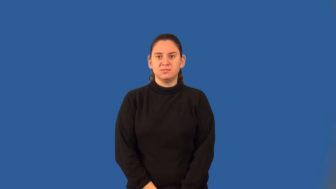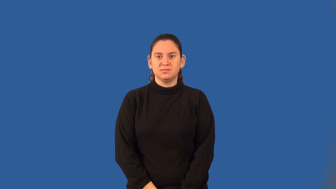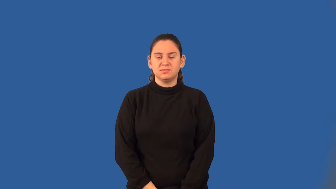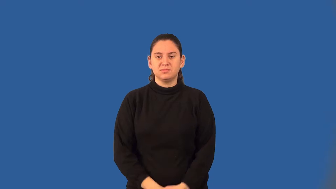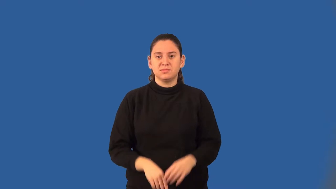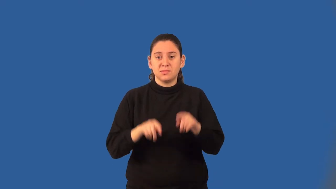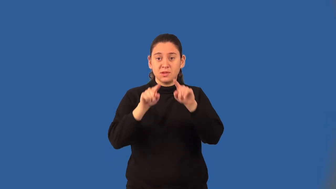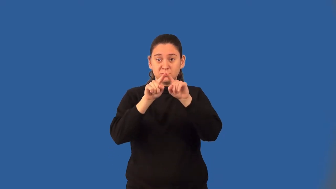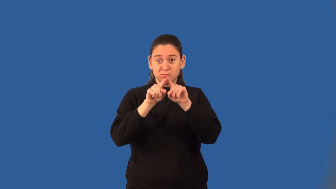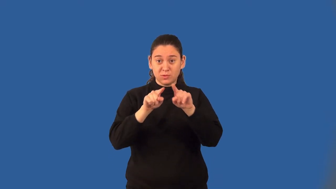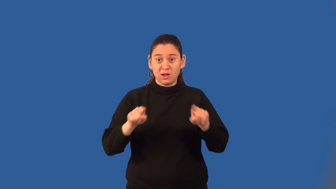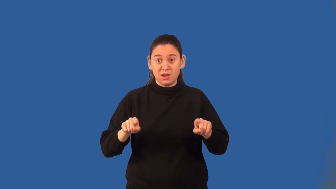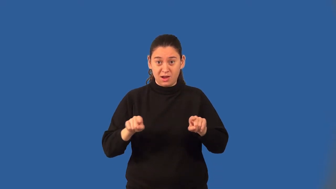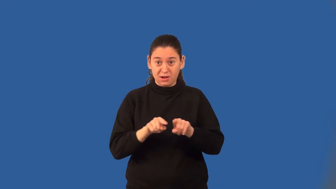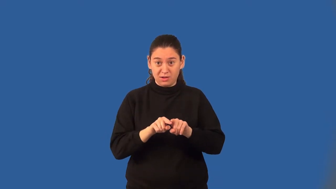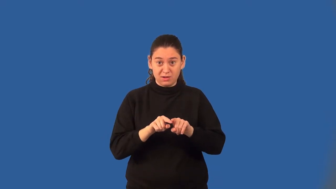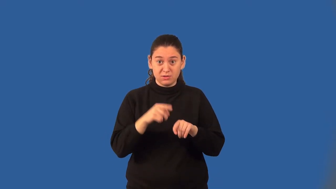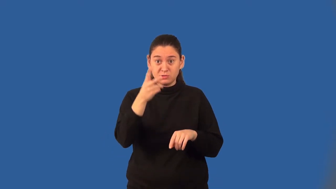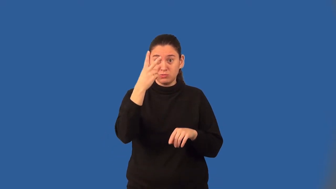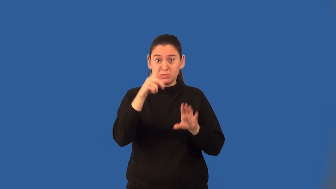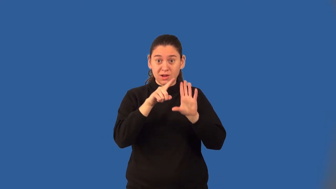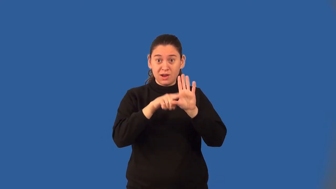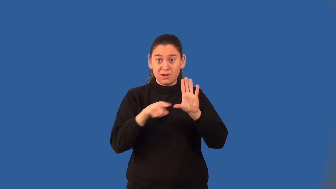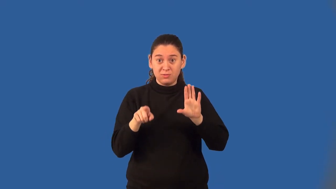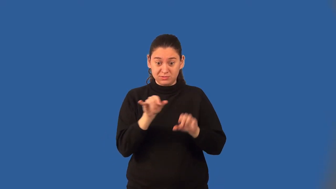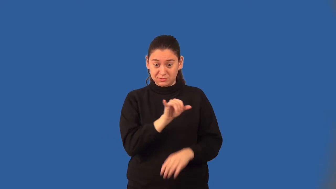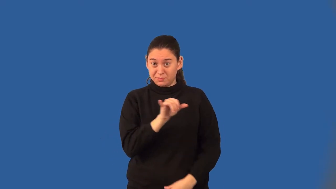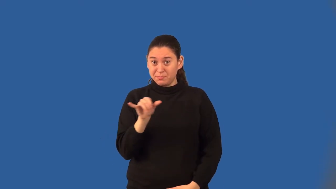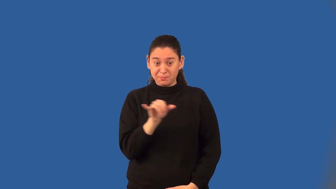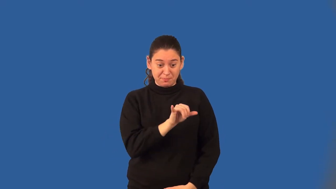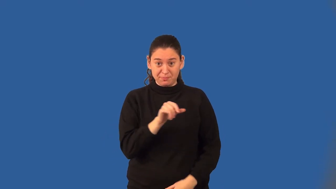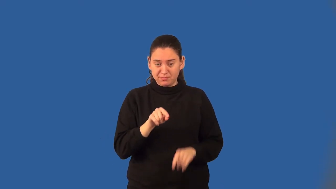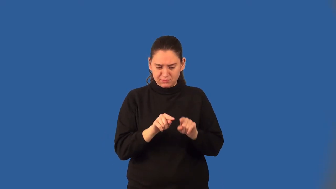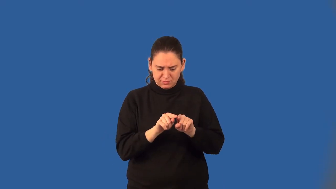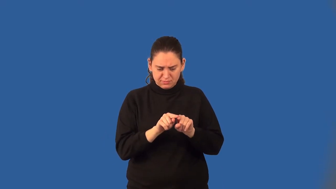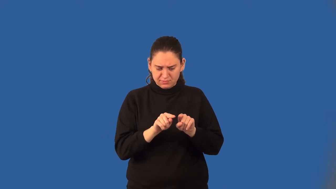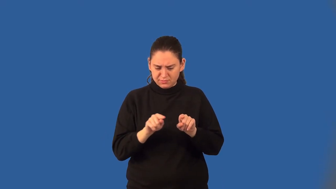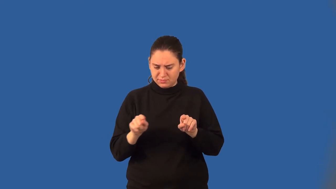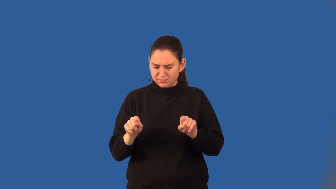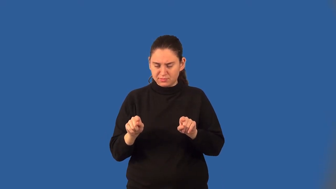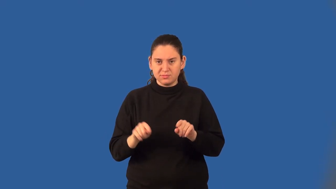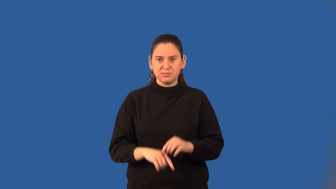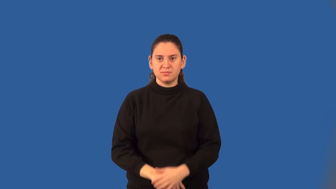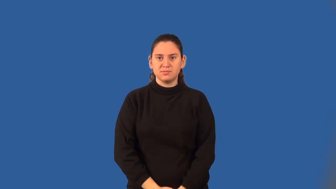base of an isosceles triangle